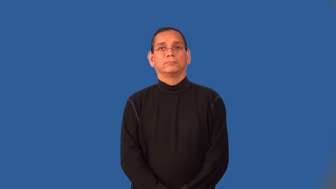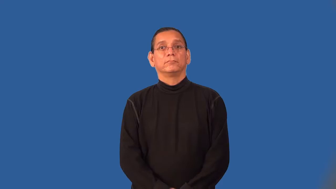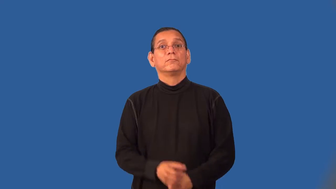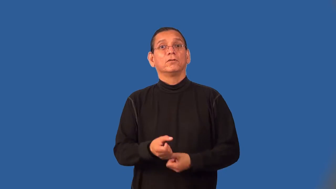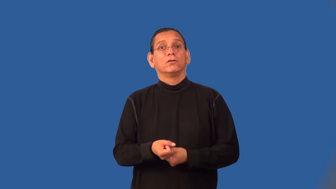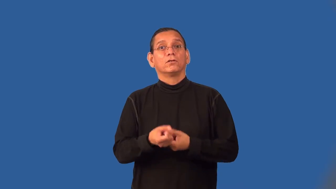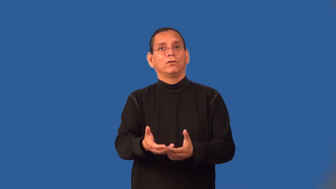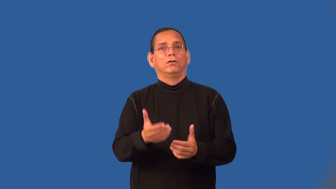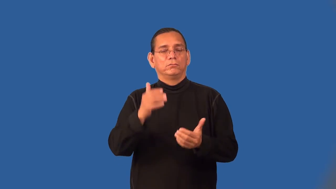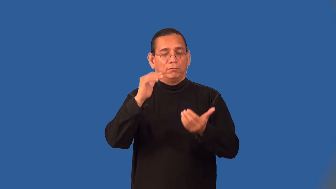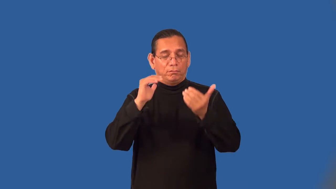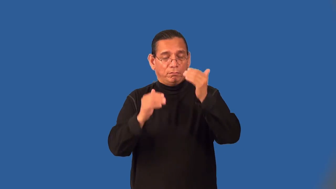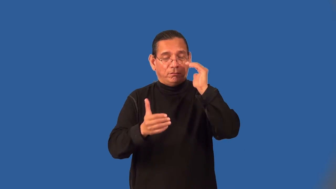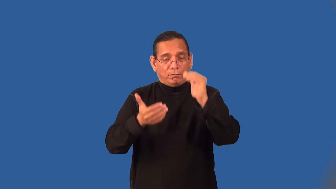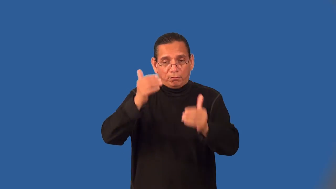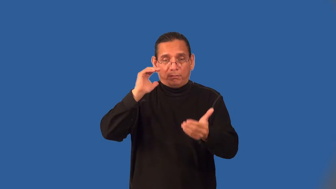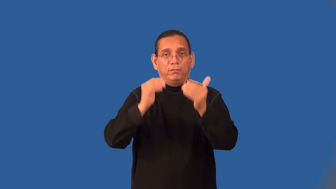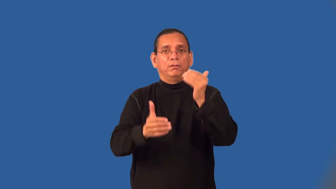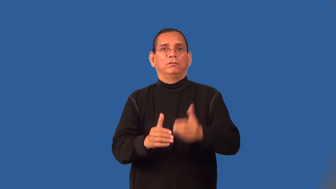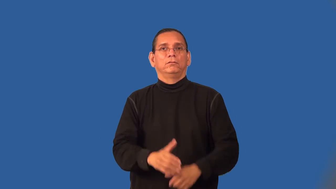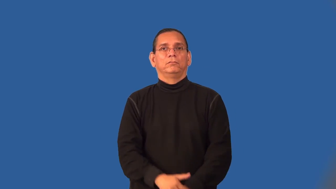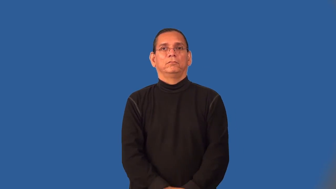soporific